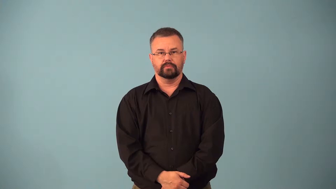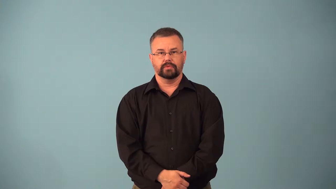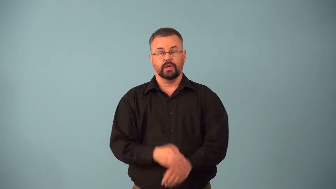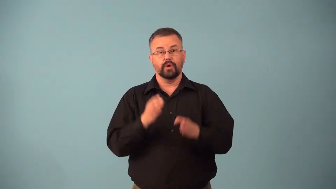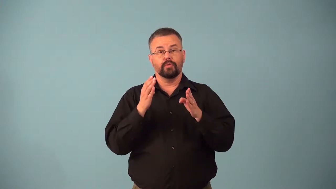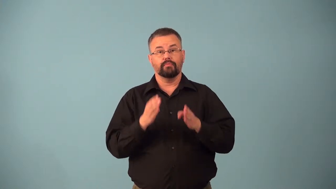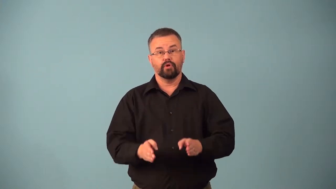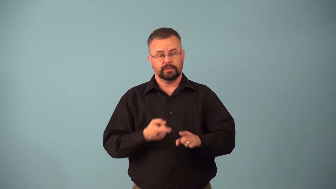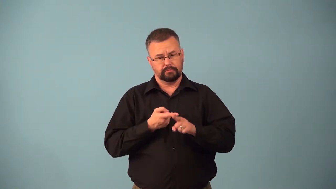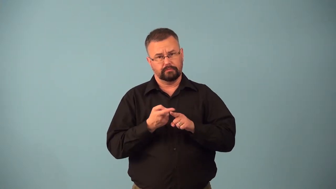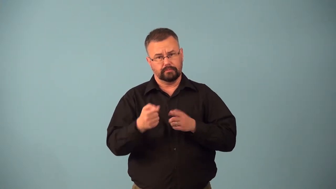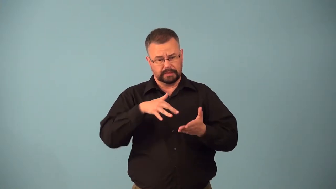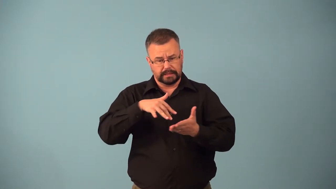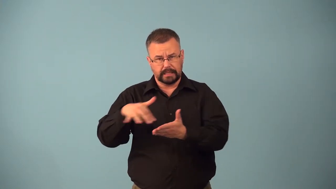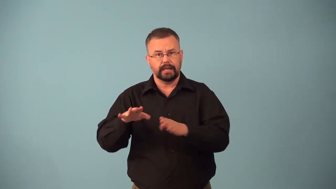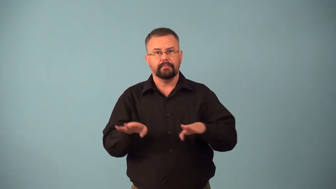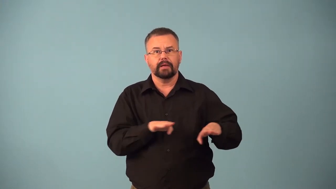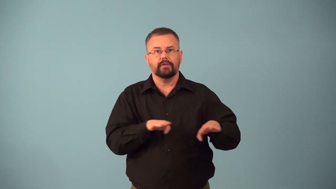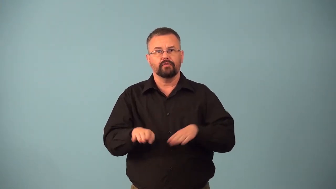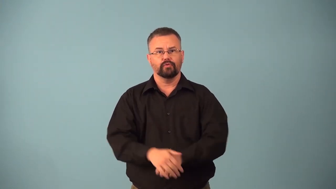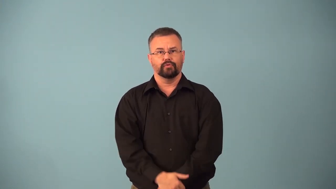behaviorist